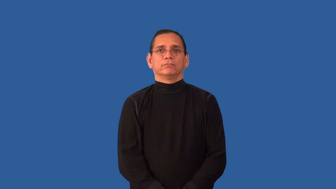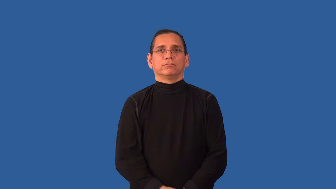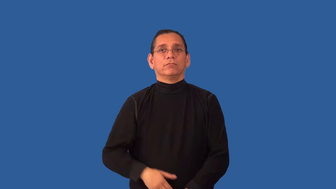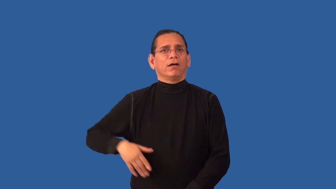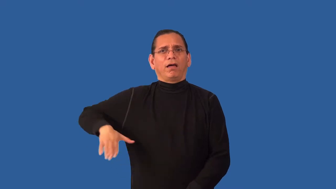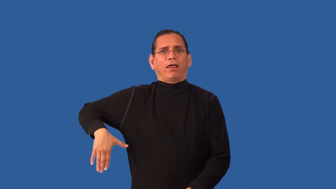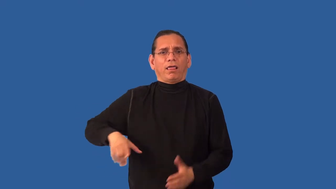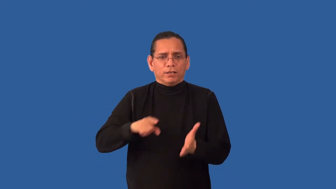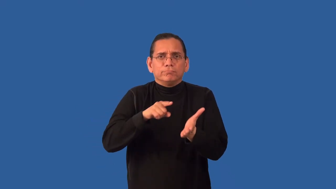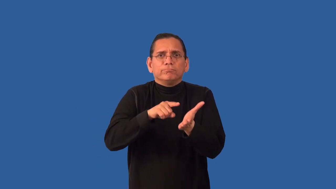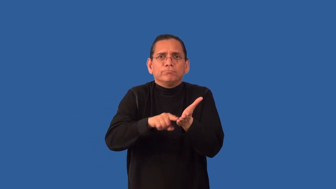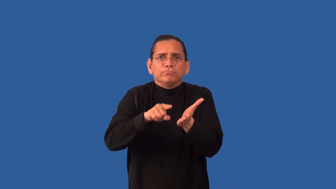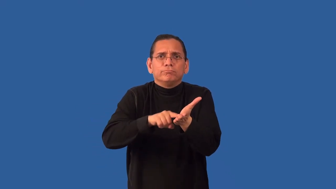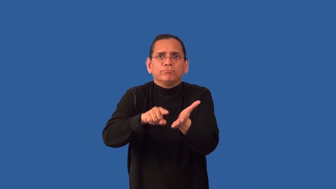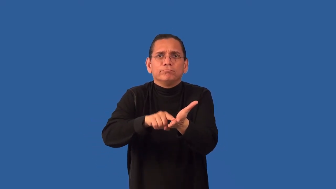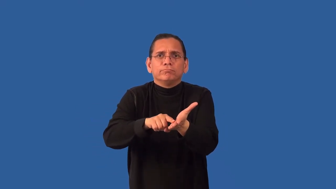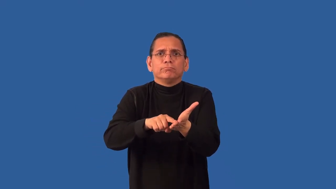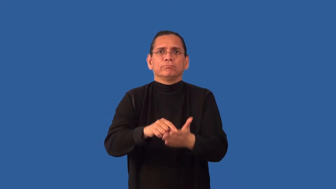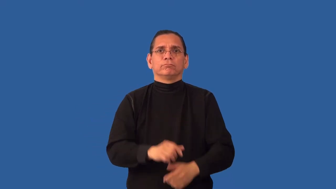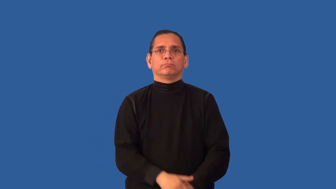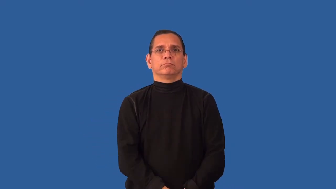unexplored